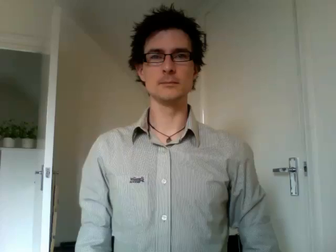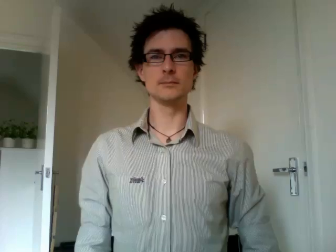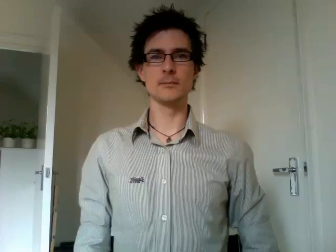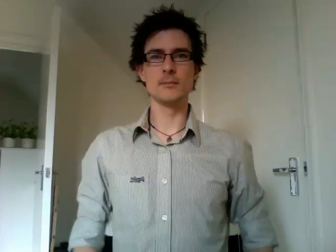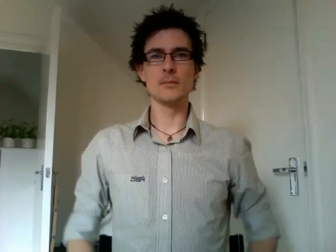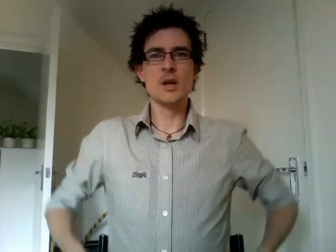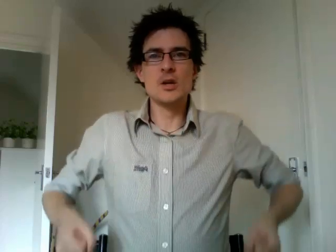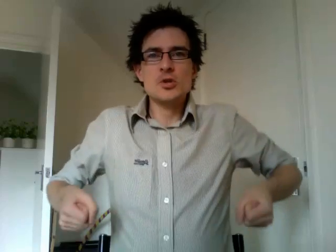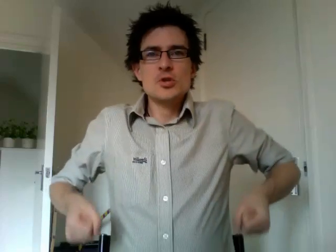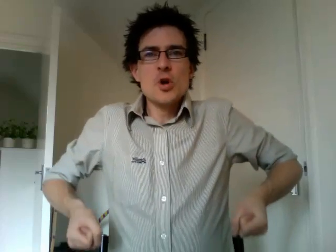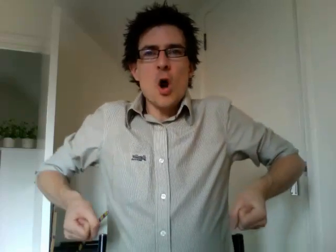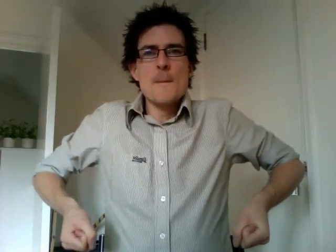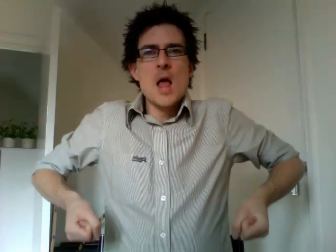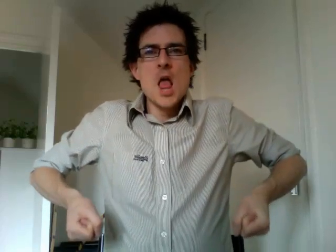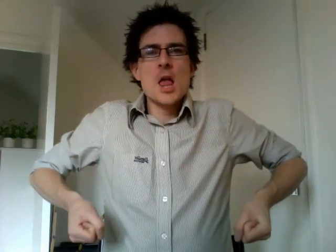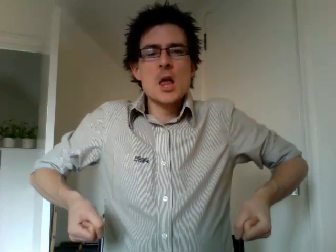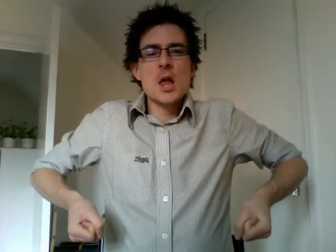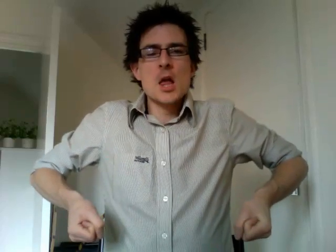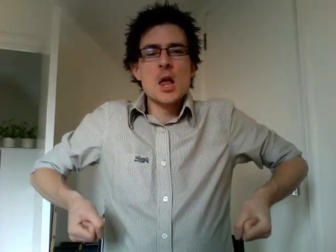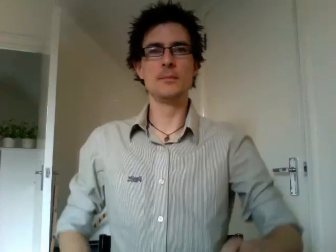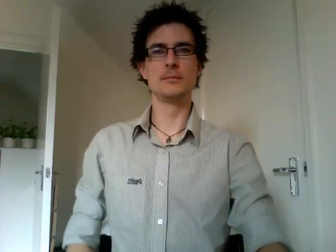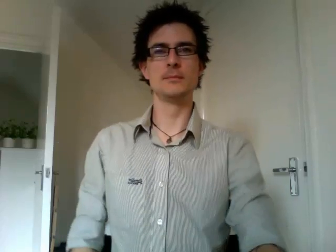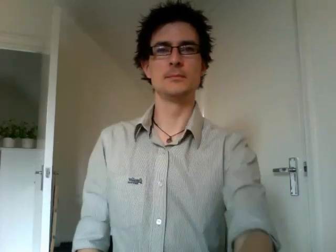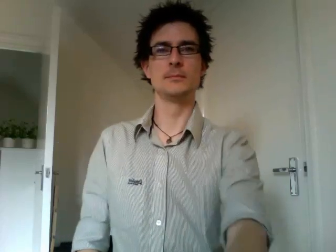shopping